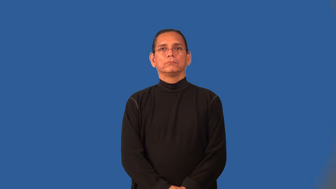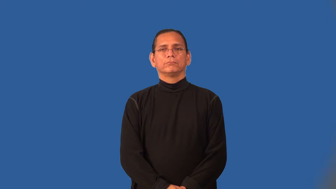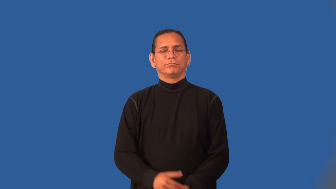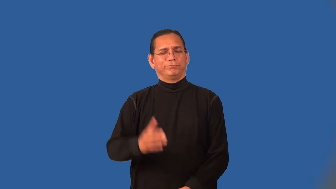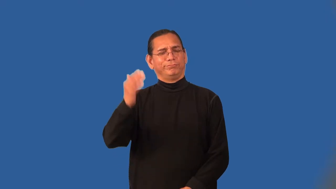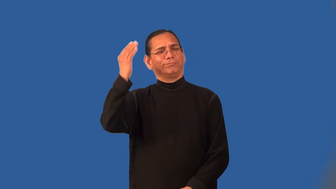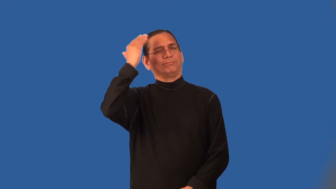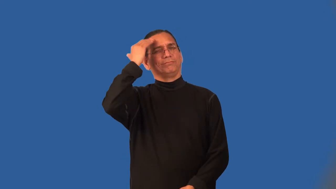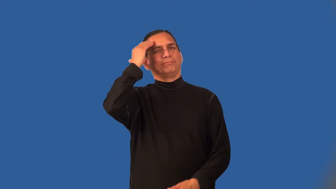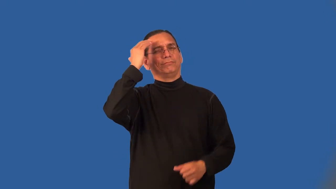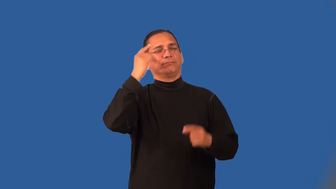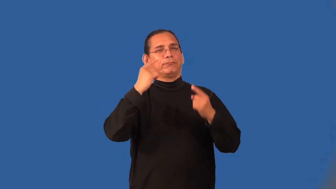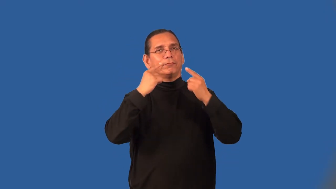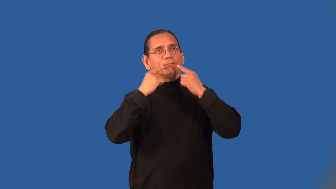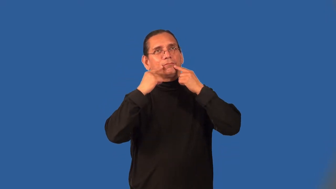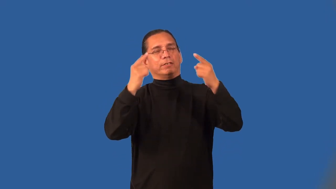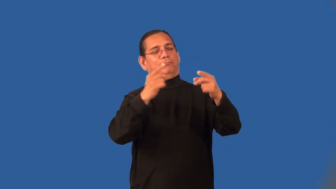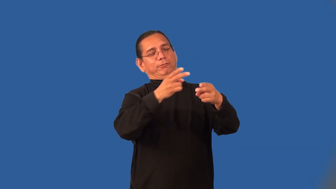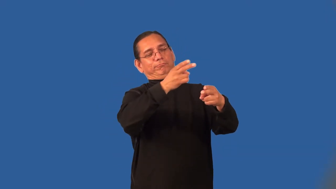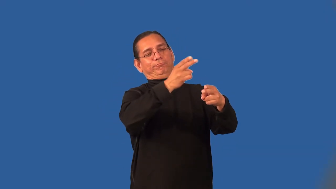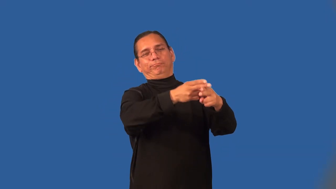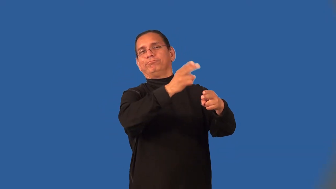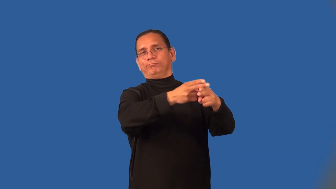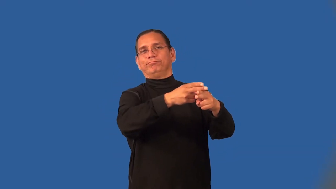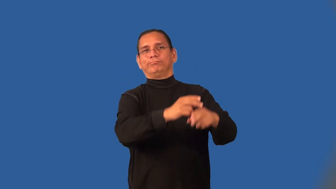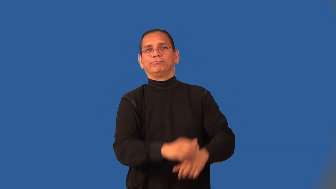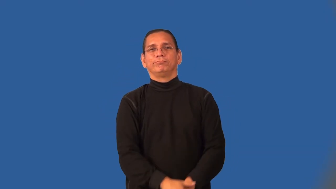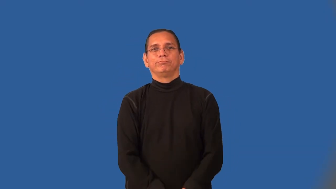noted-known for